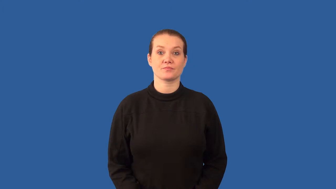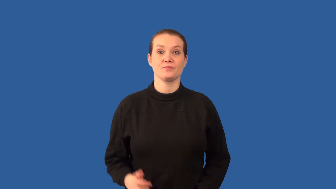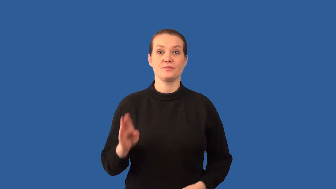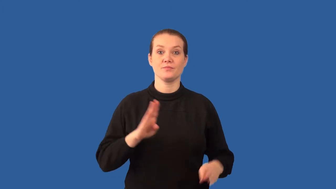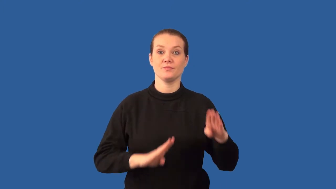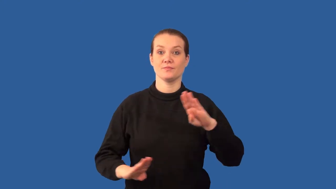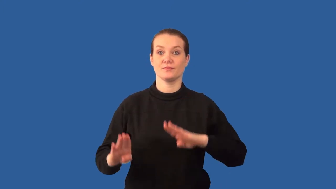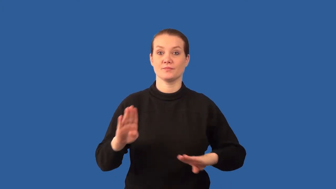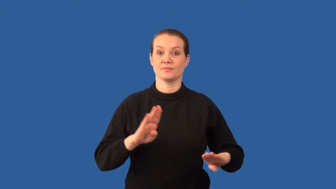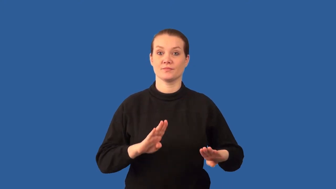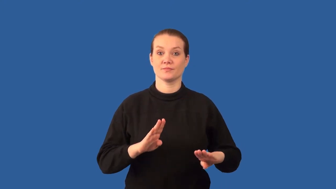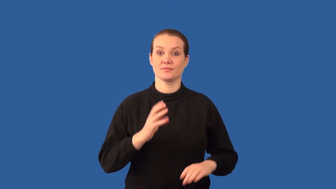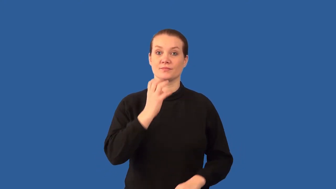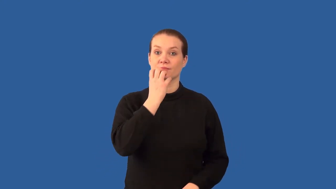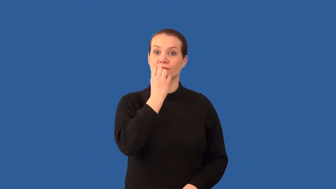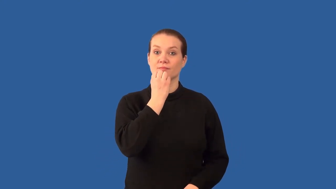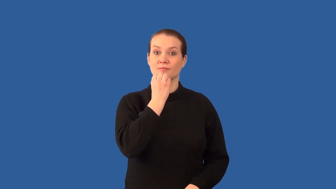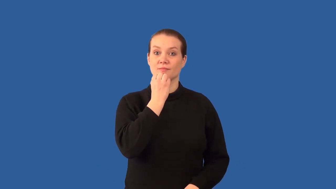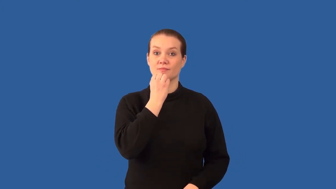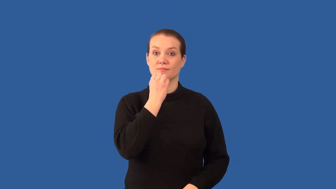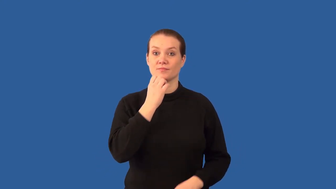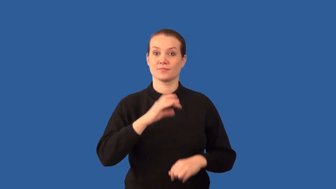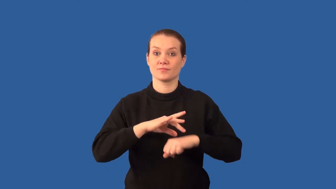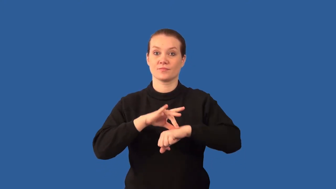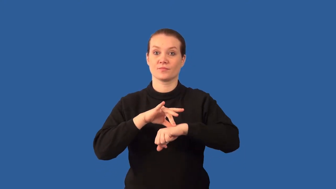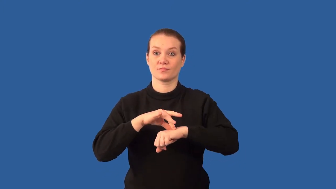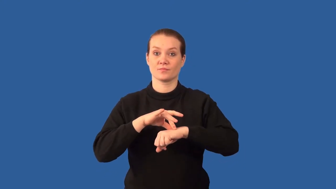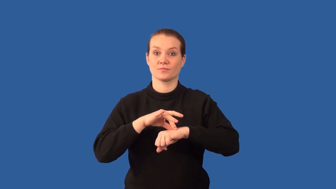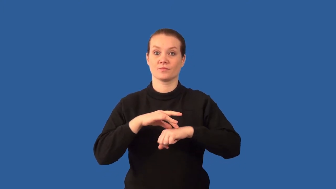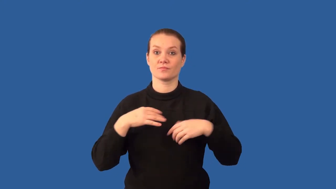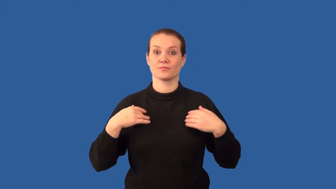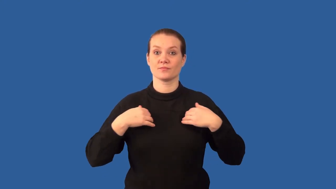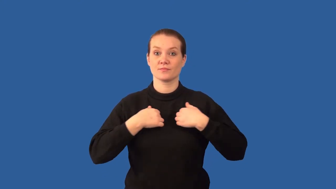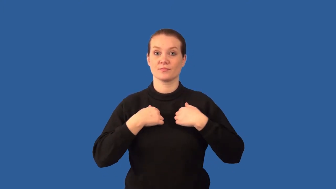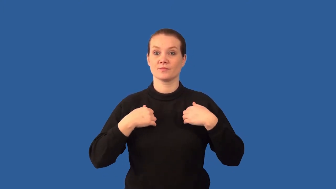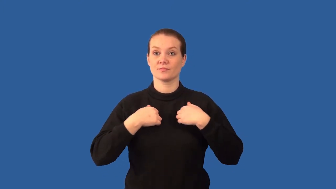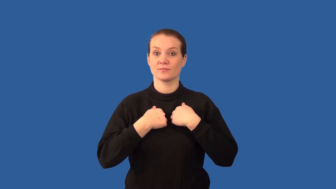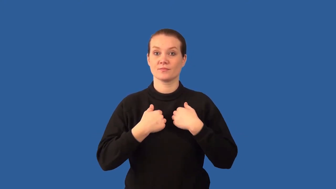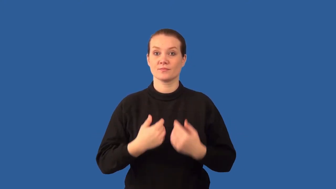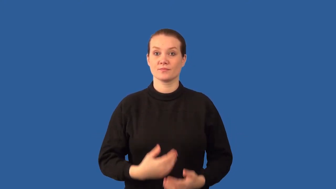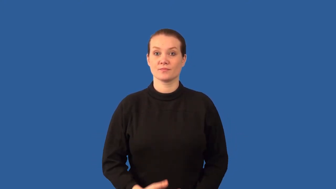conservation- biology